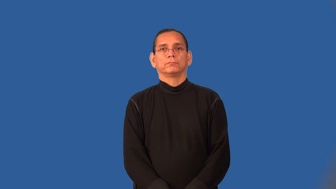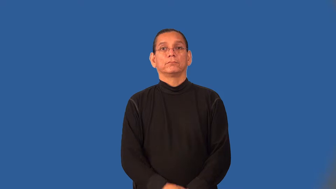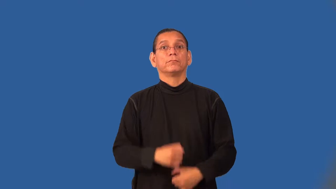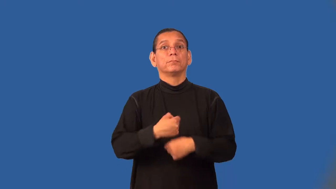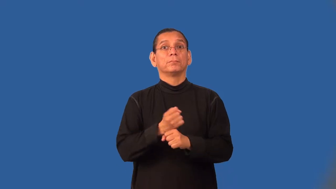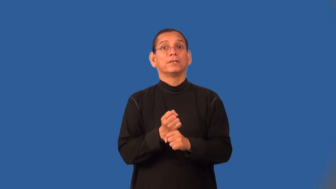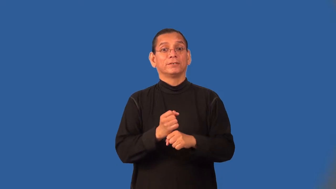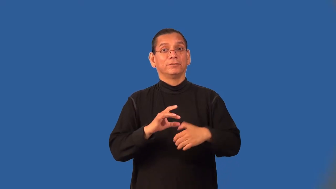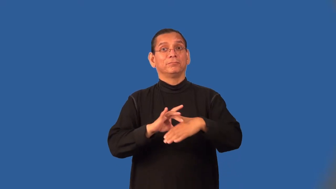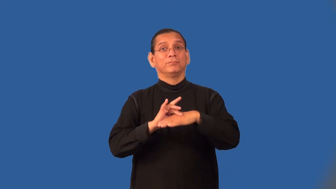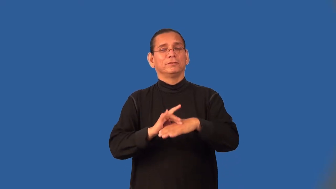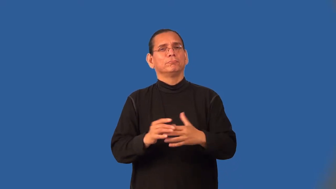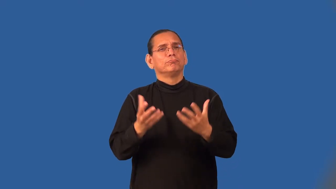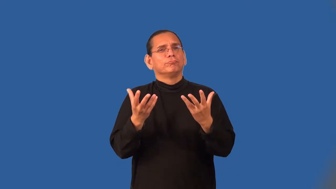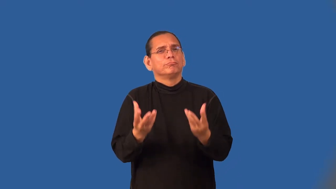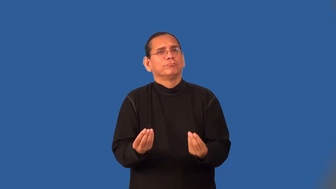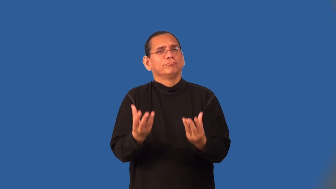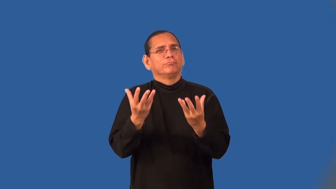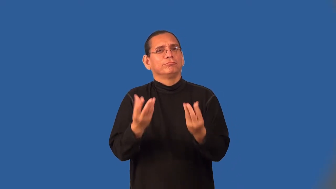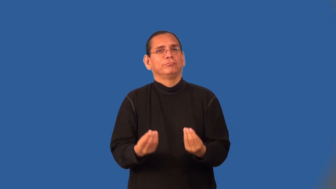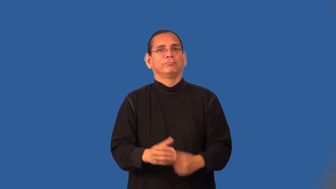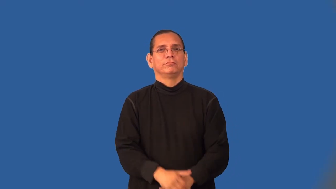tenderize